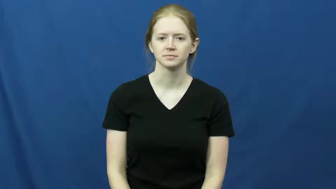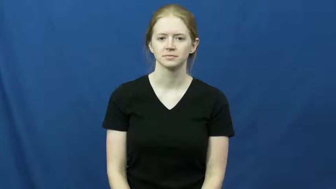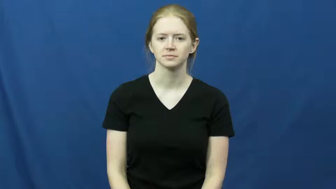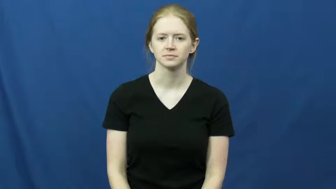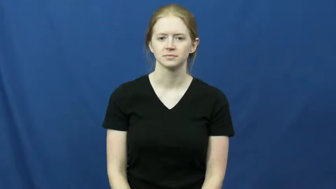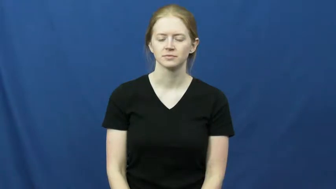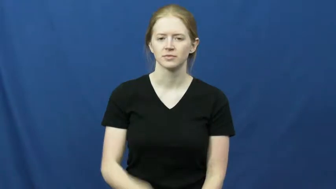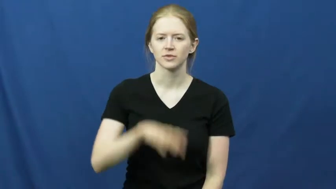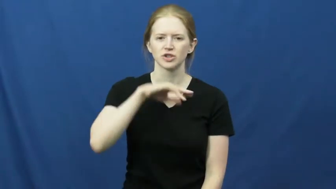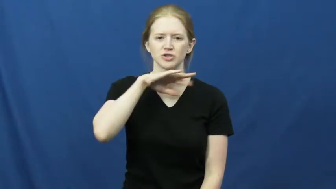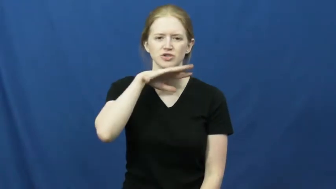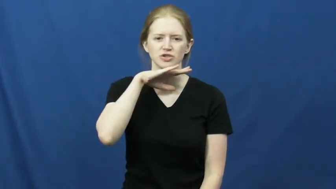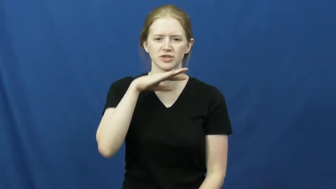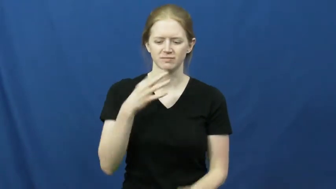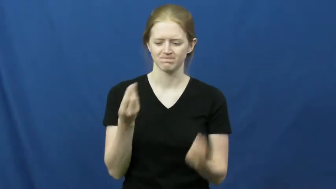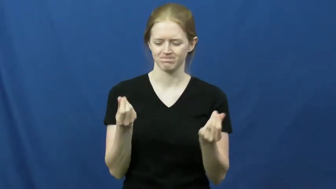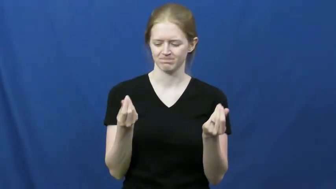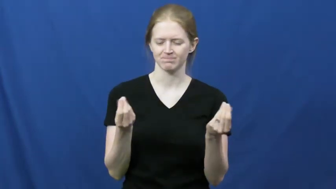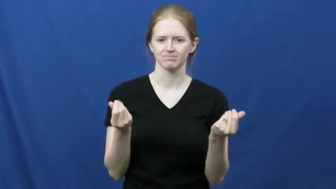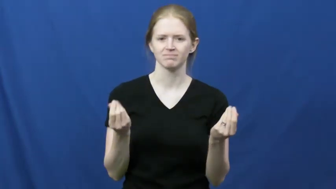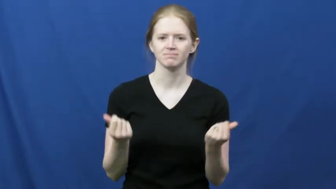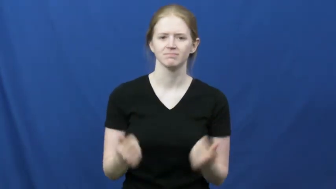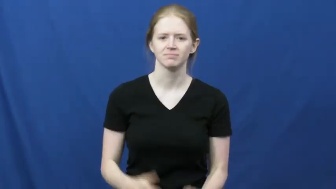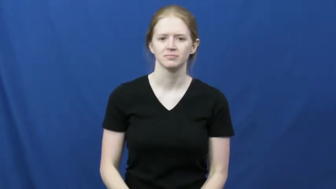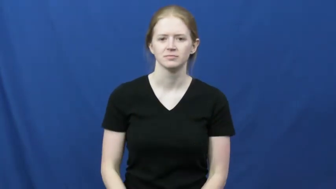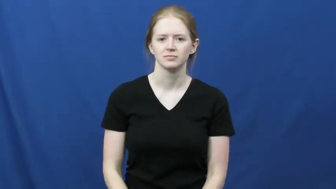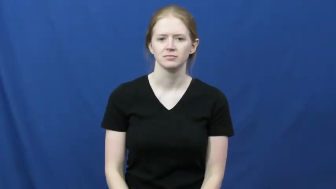dirt,earth,soil